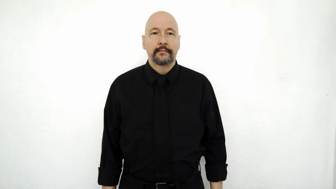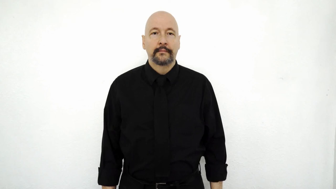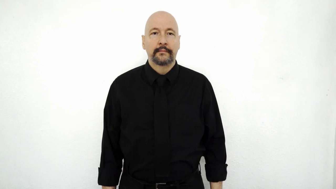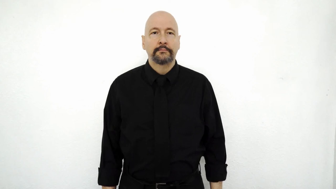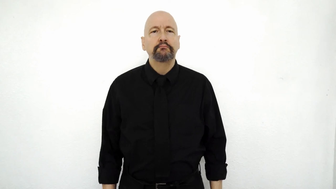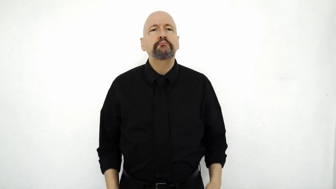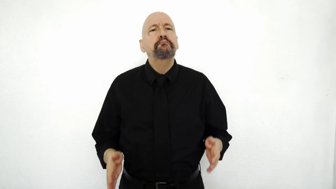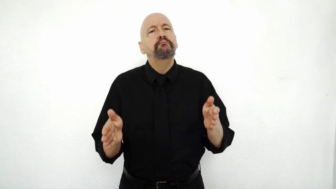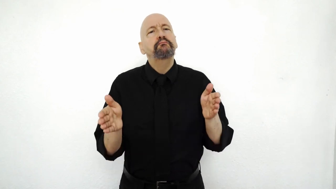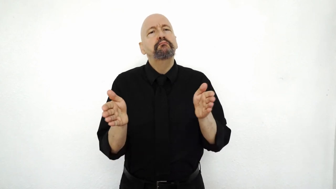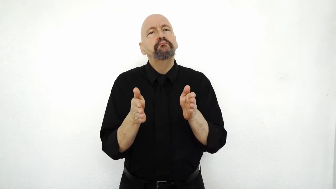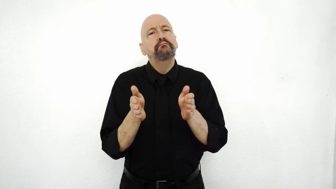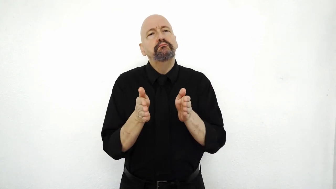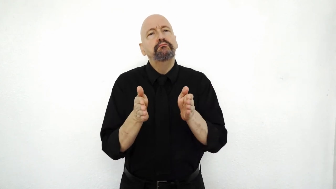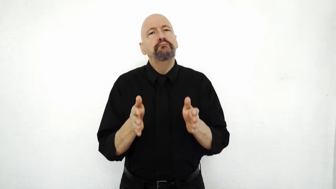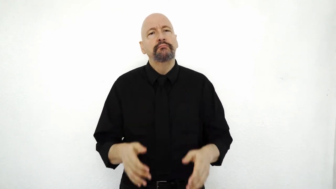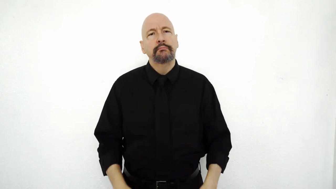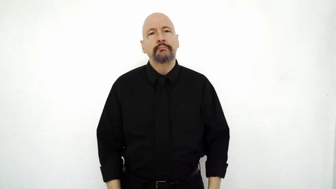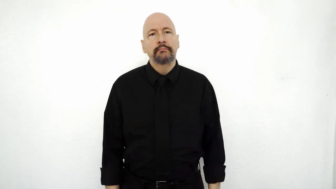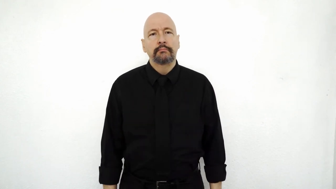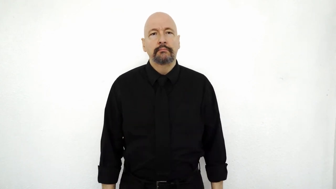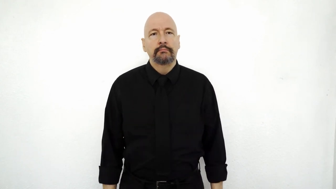small: "sort of small" / moderately small